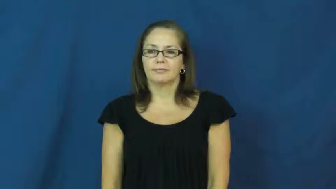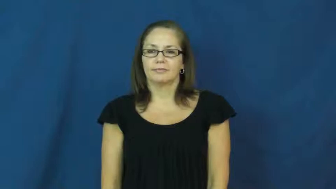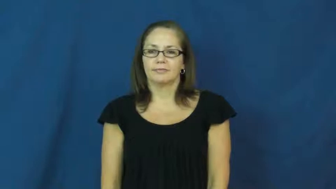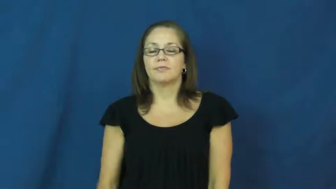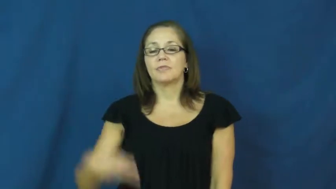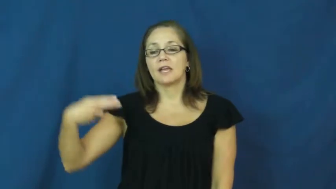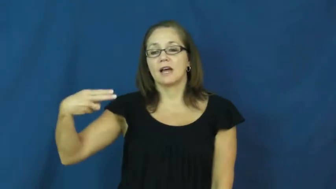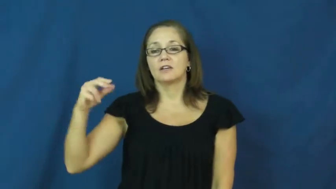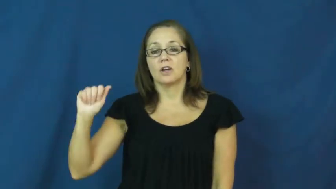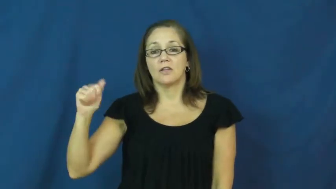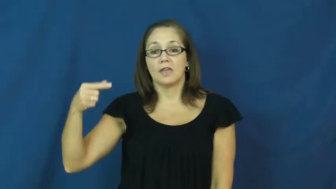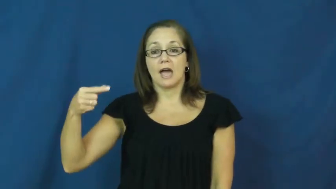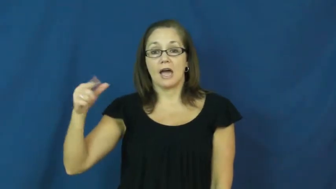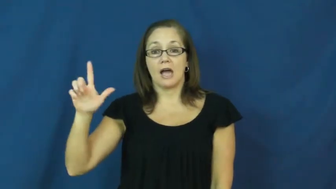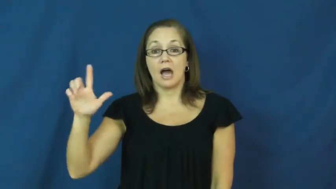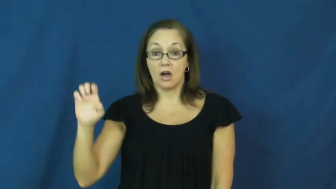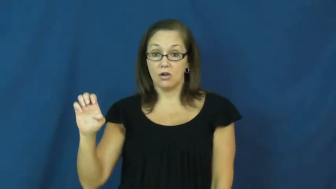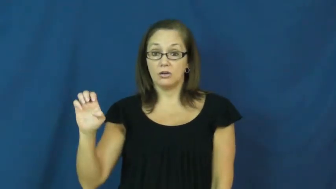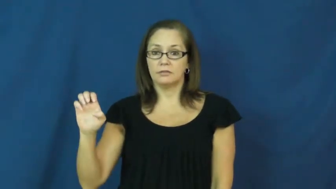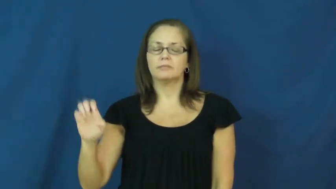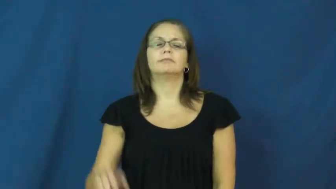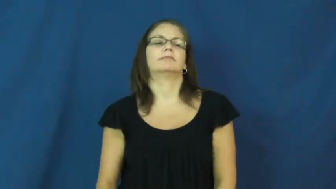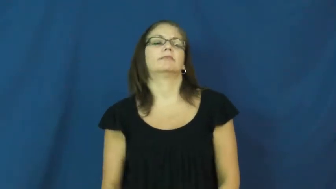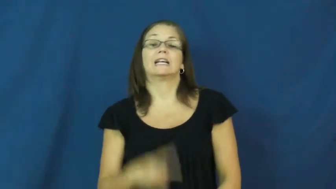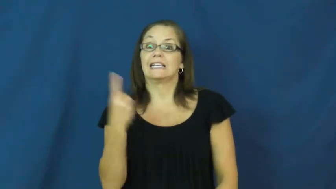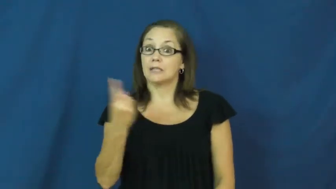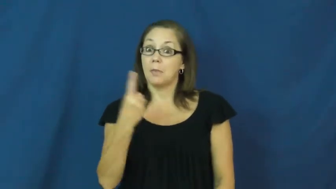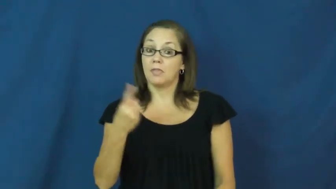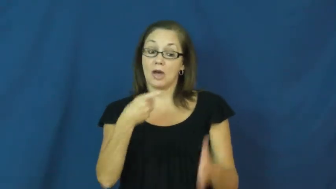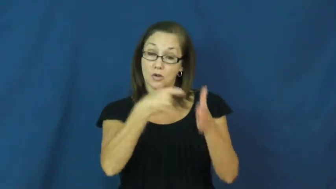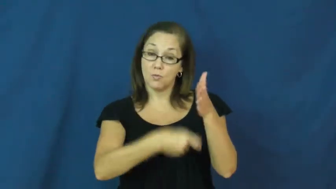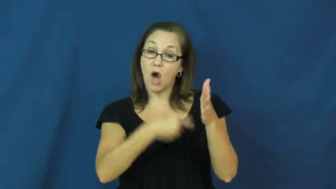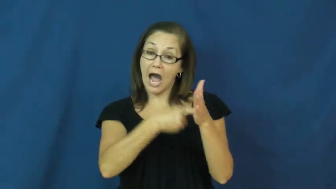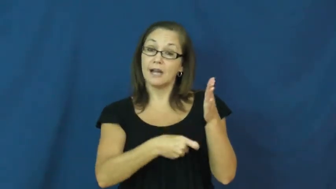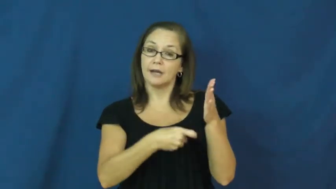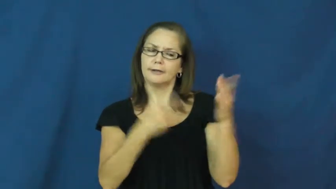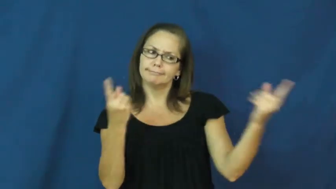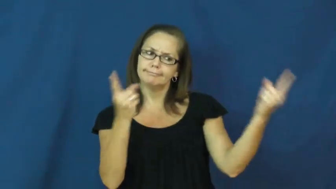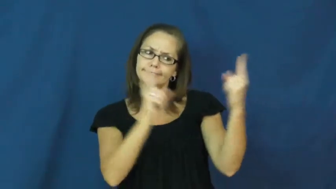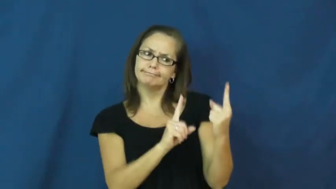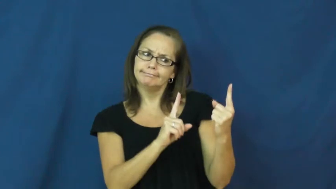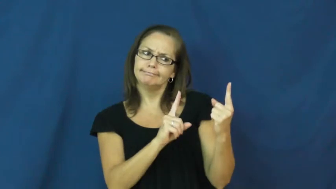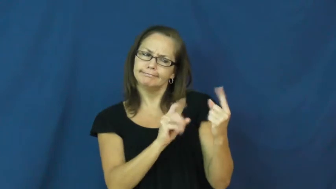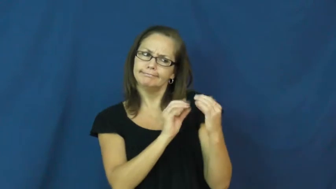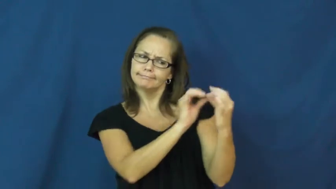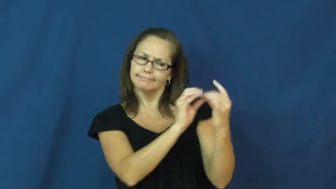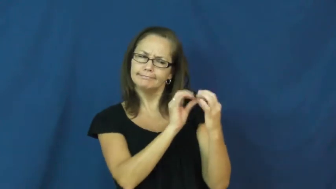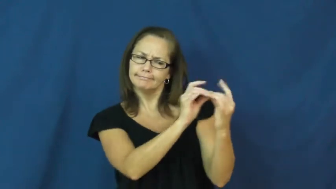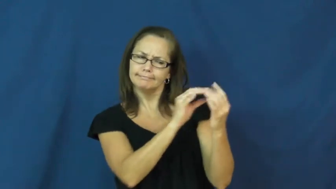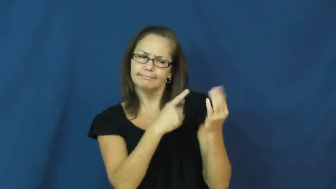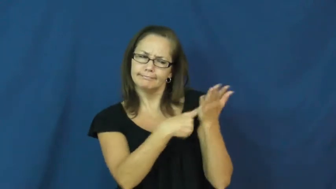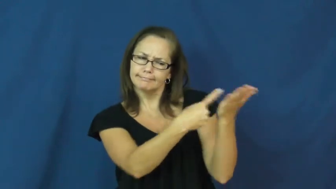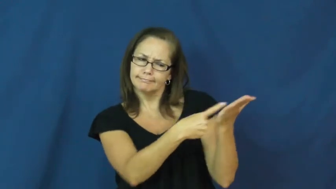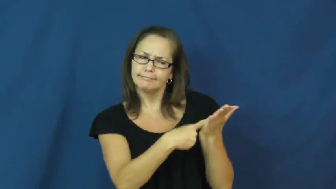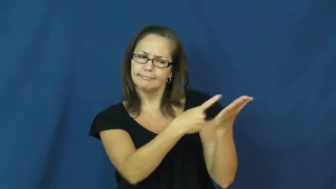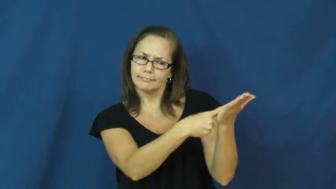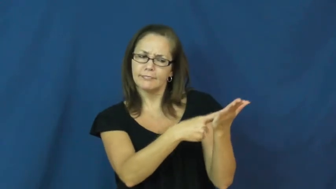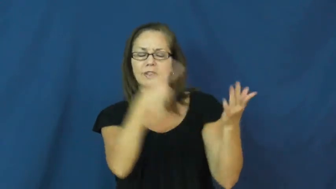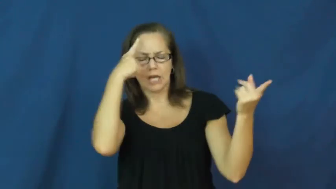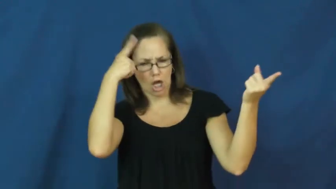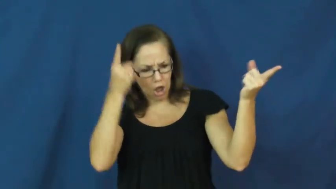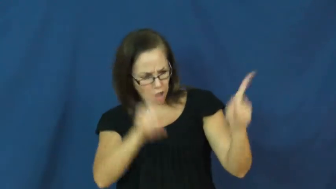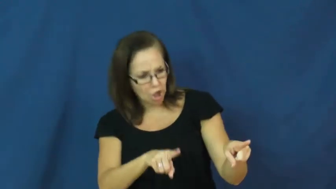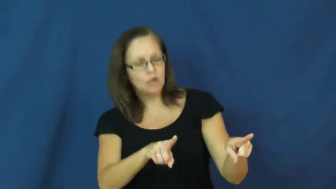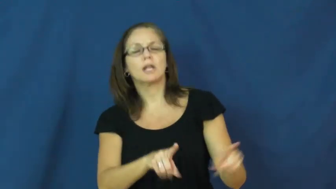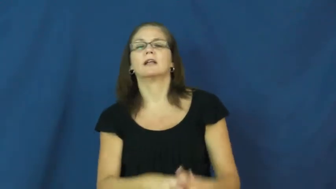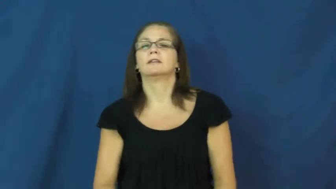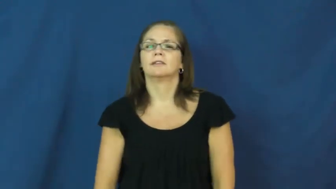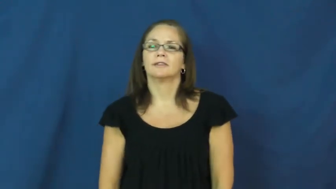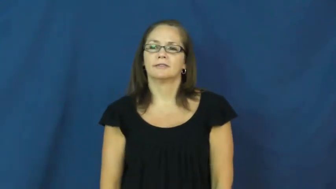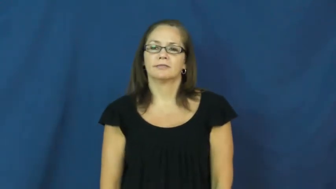haggle